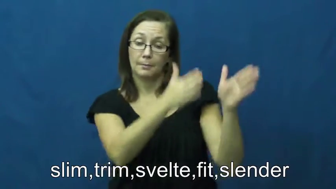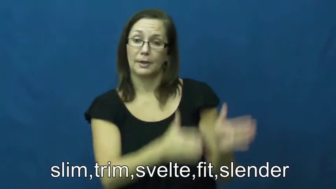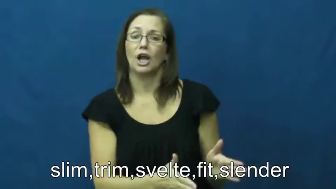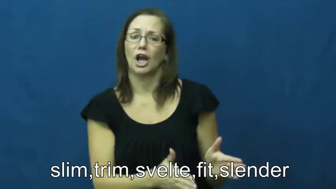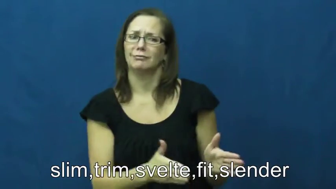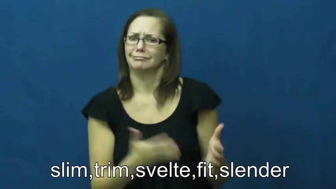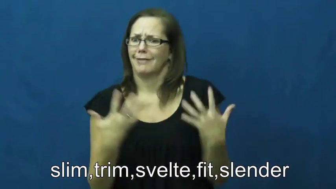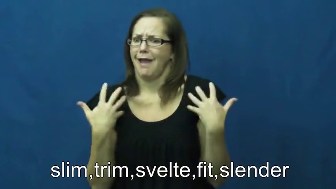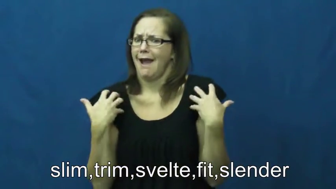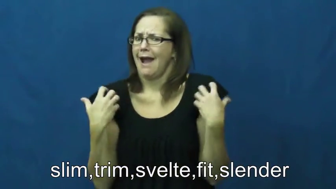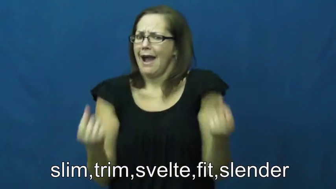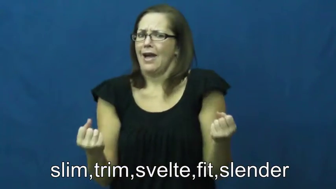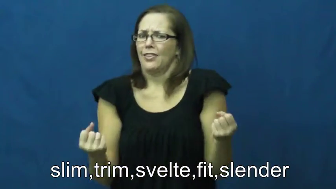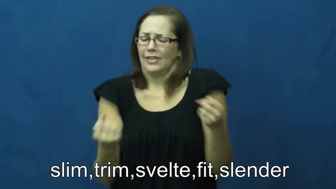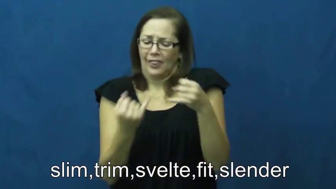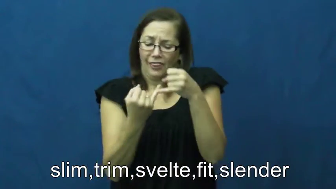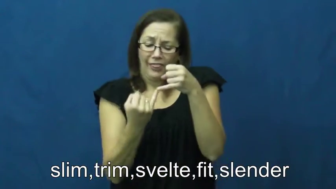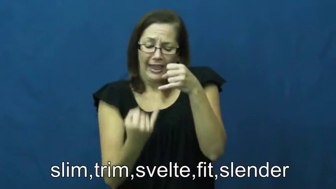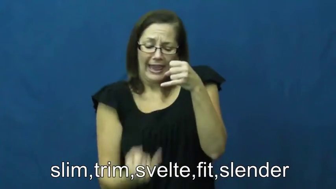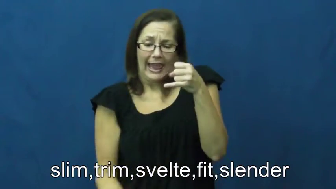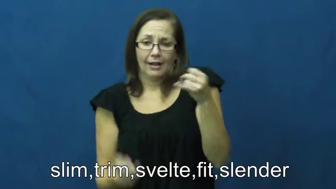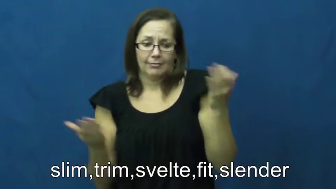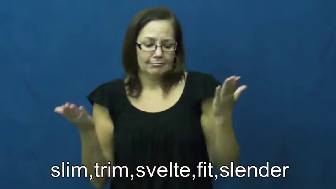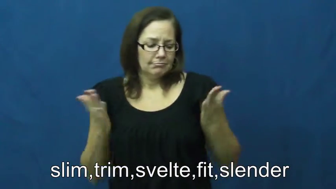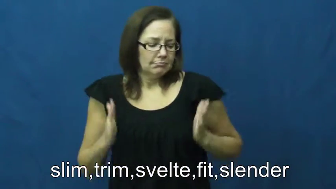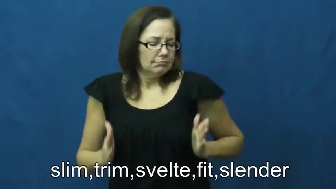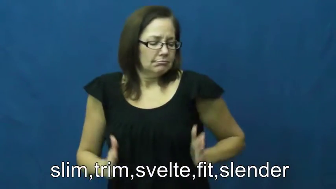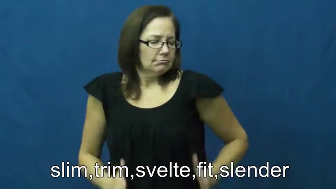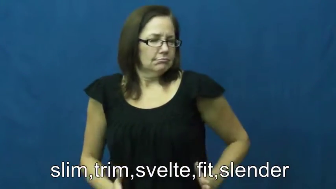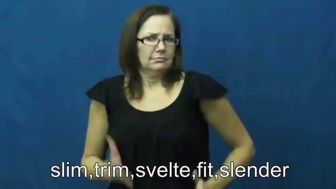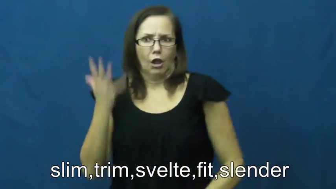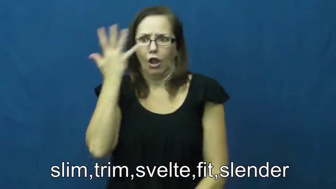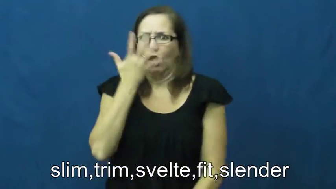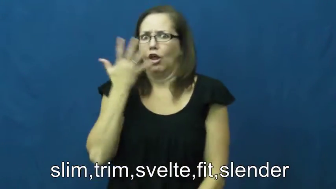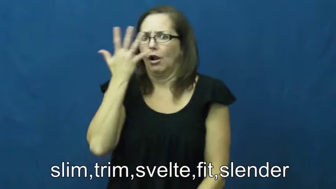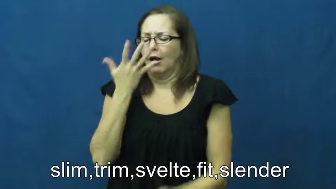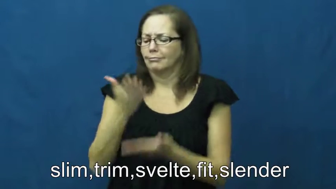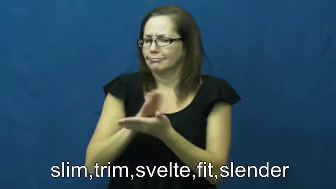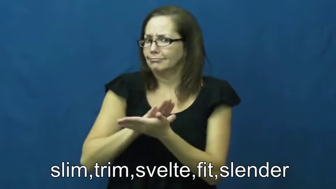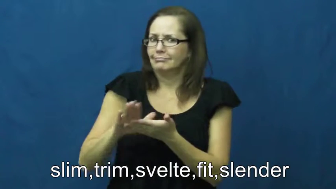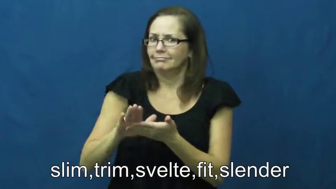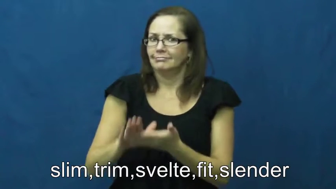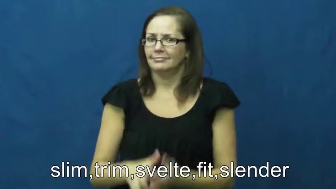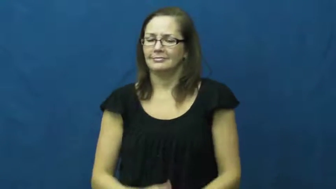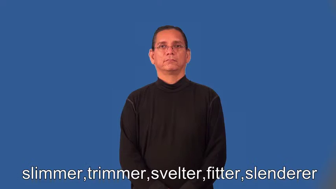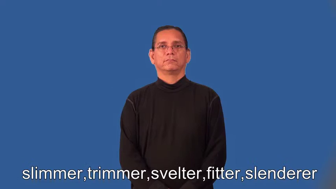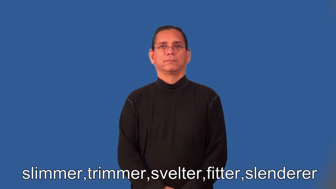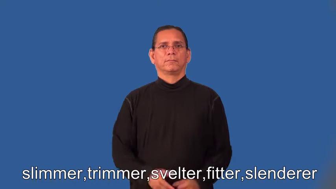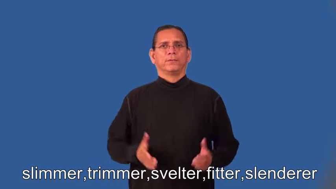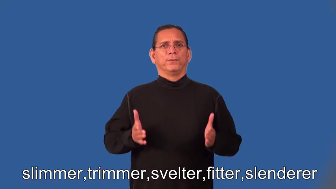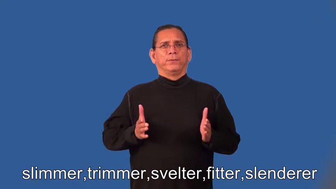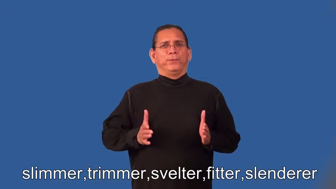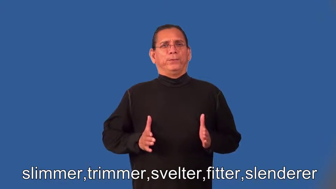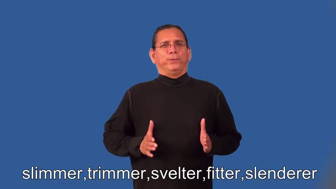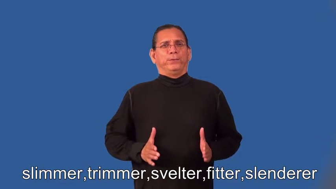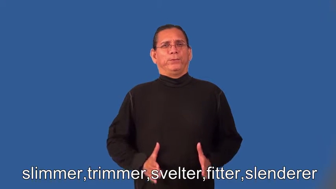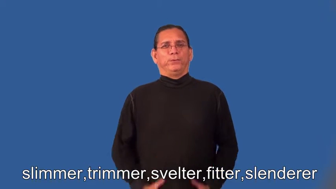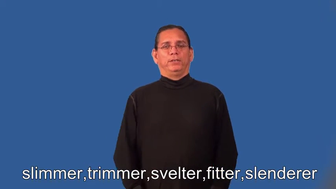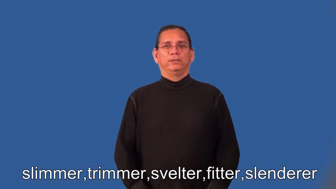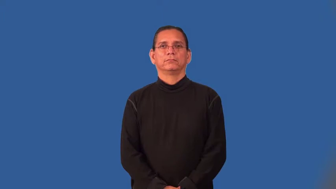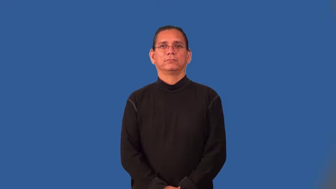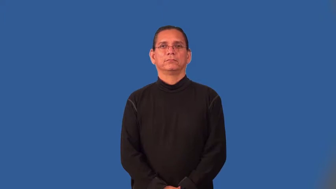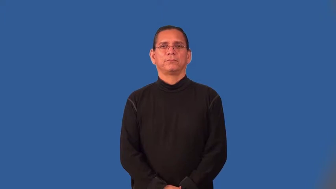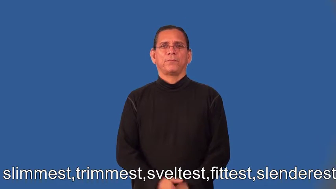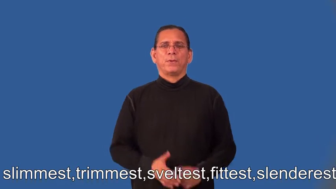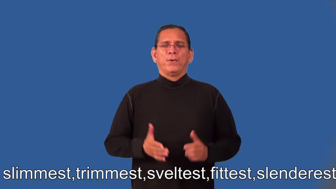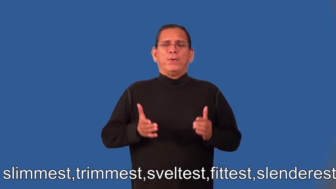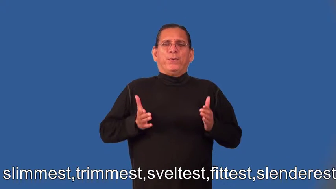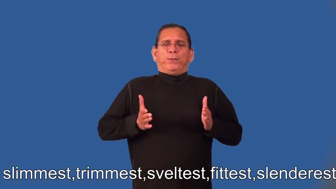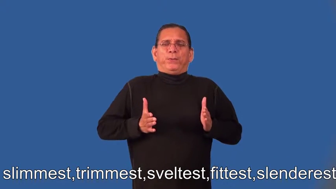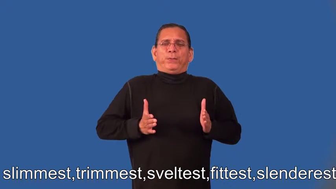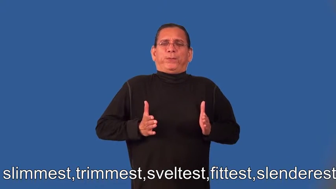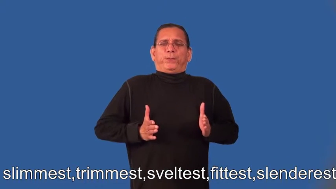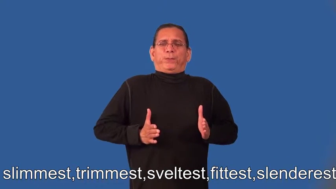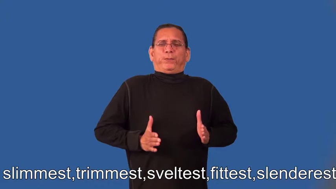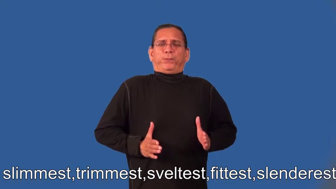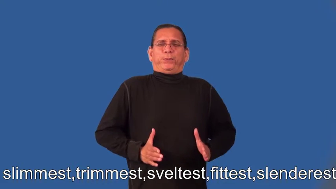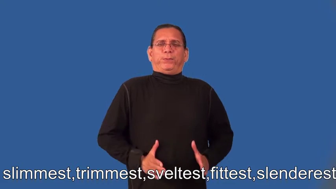slimmer,trimmer,svelter,fitter,slenderer,slimmest,trimmest,sveltest,fittest,slenderest